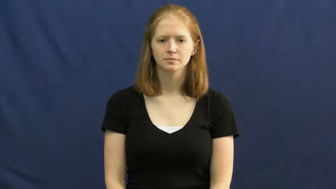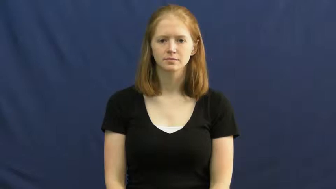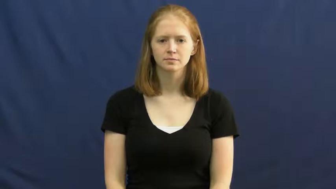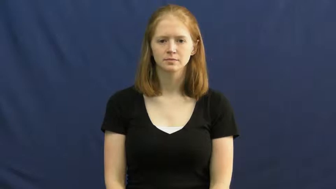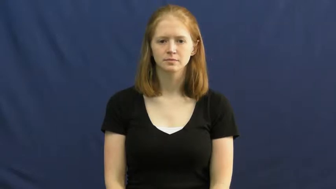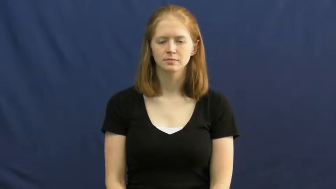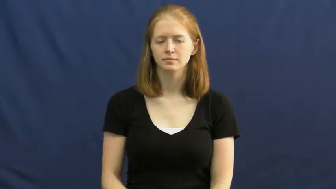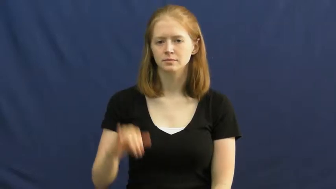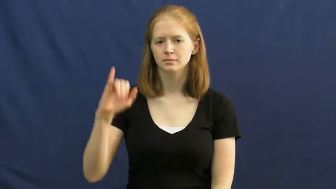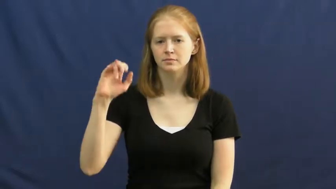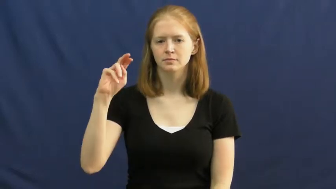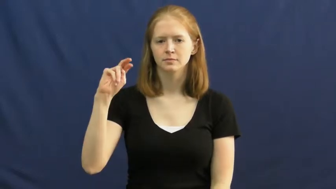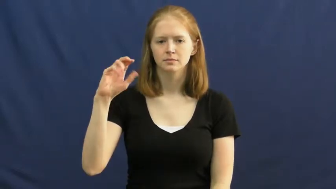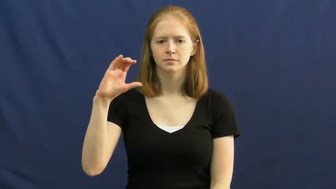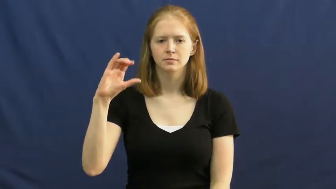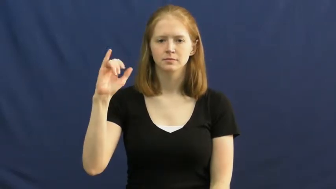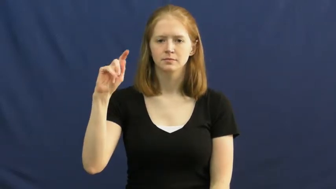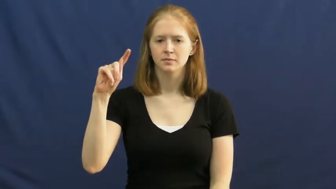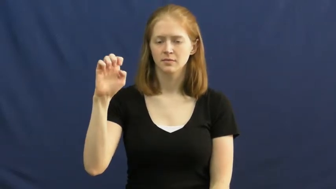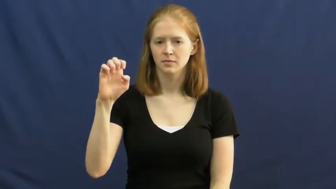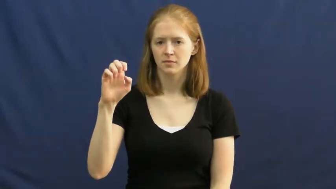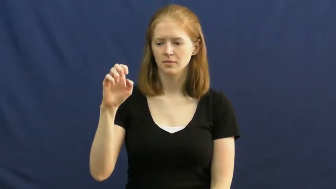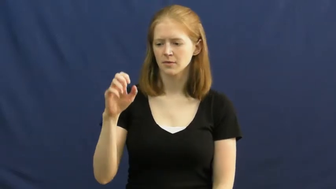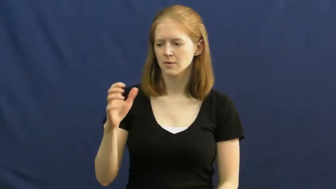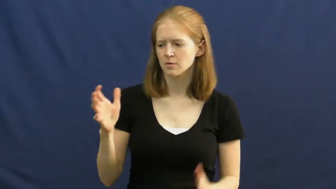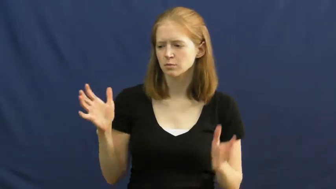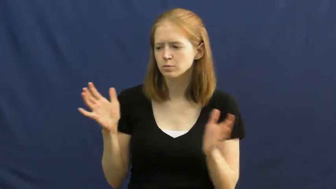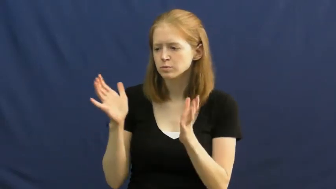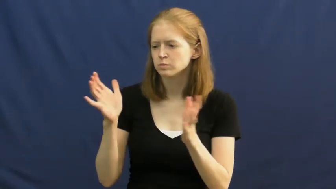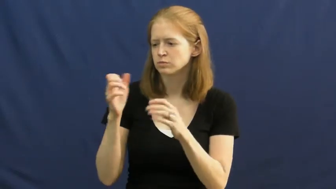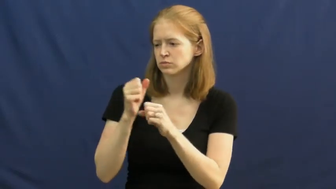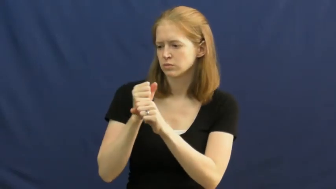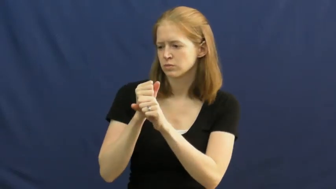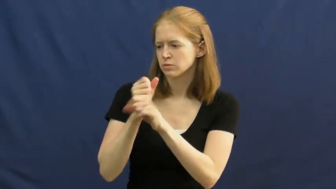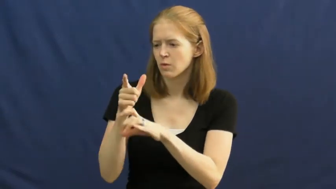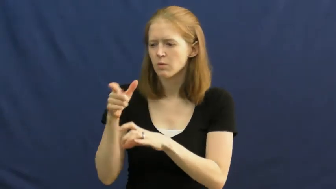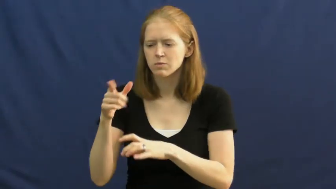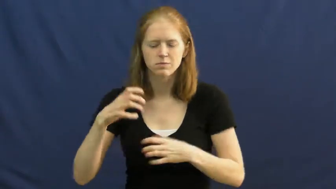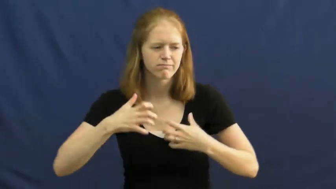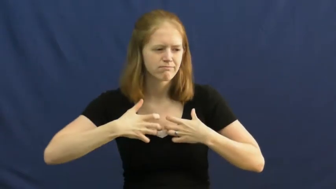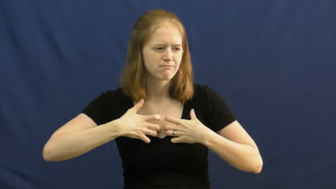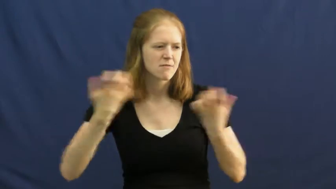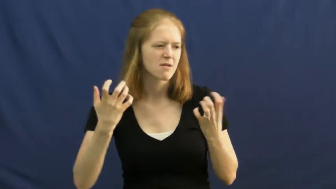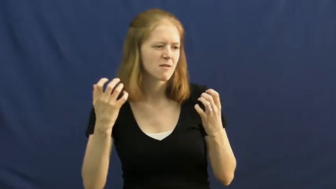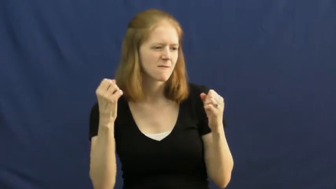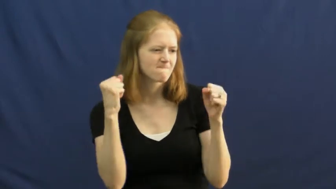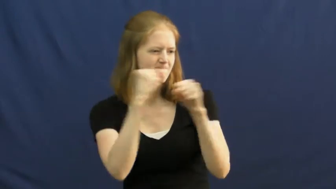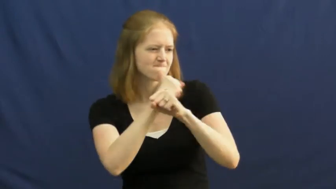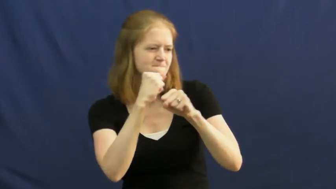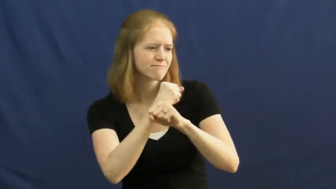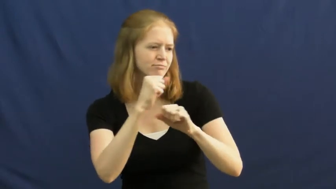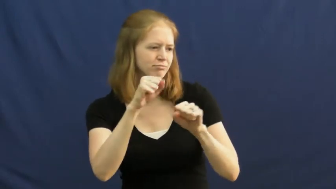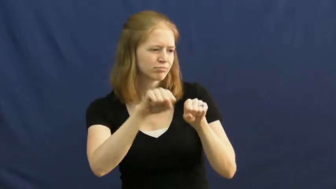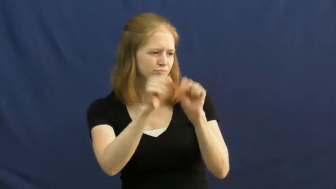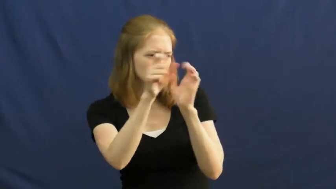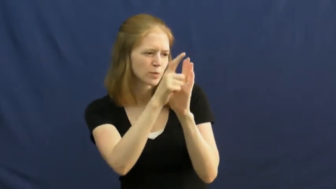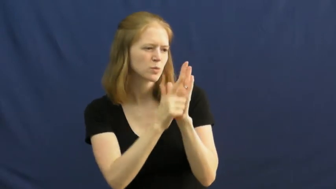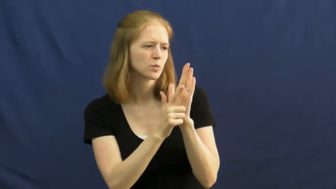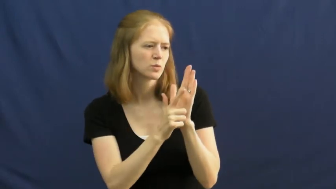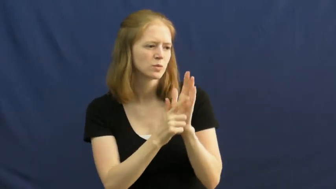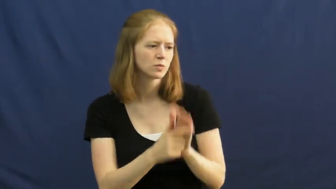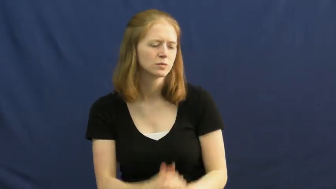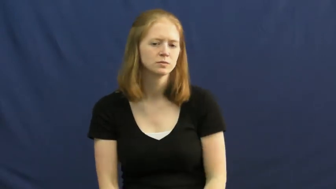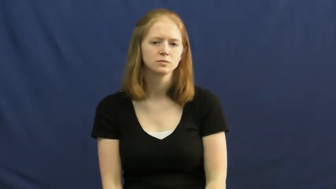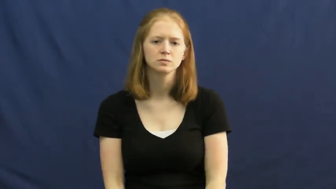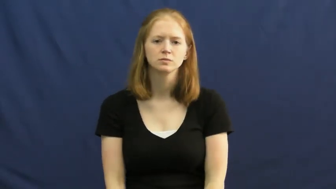incite